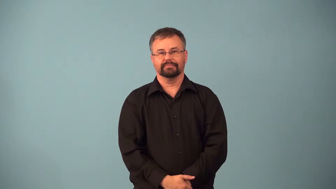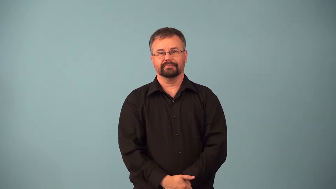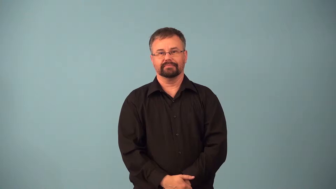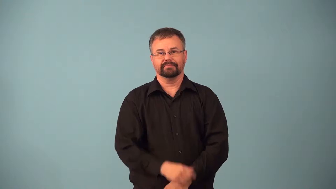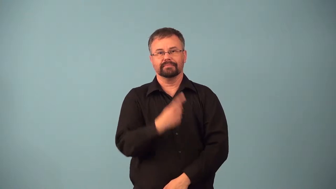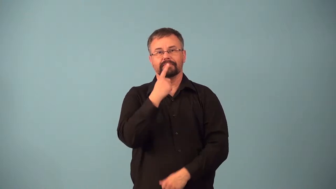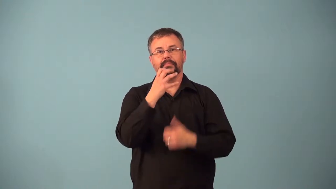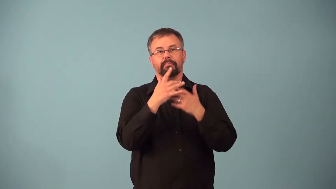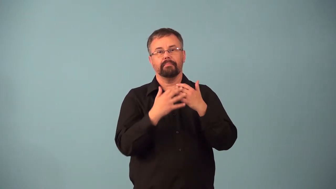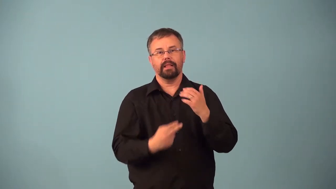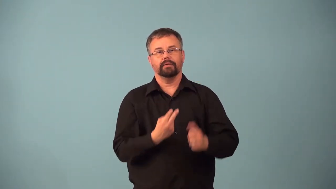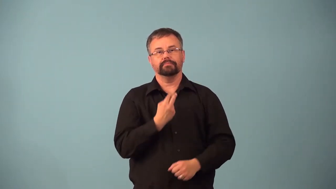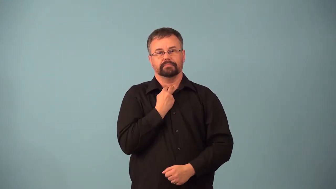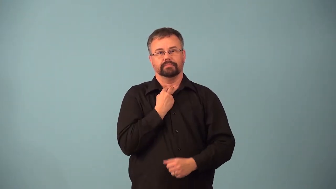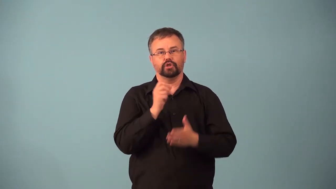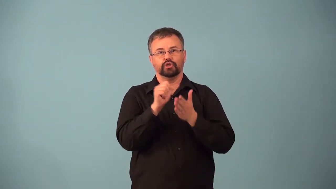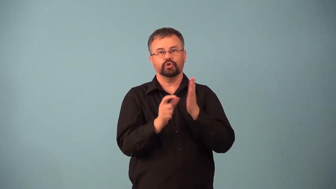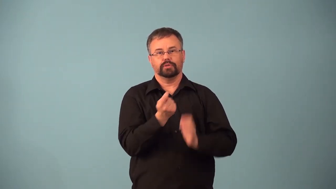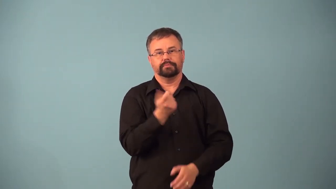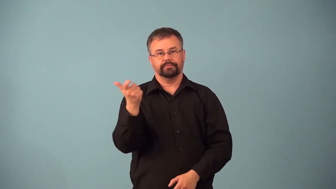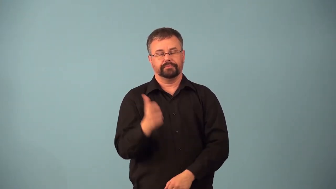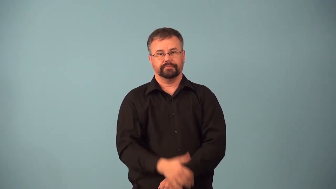angioplasty